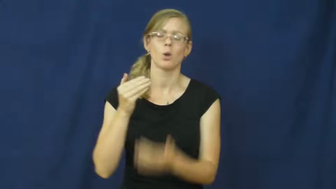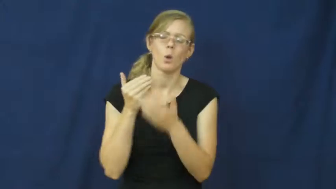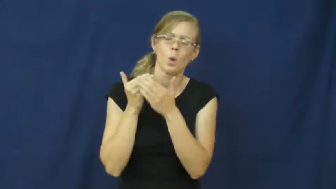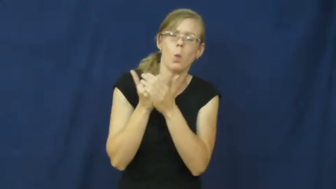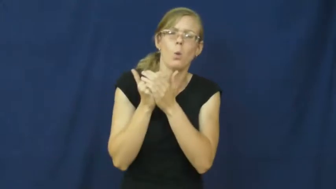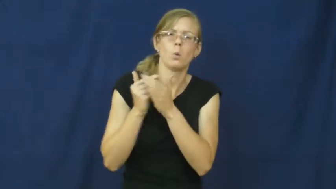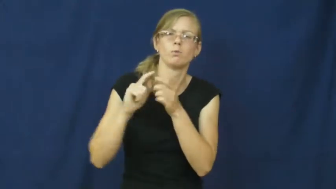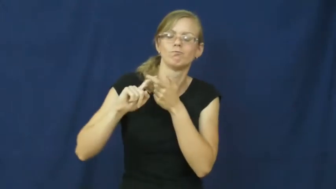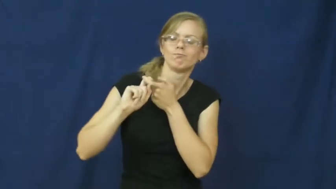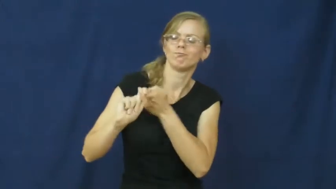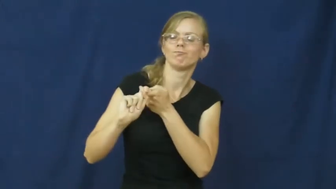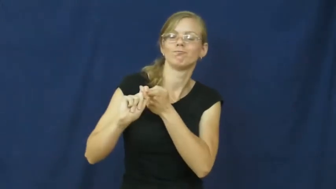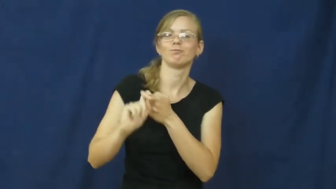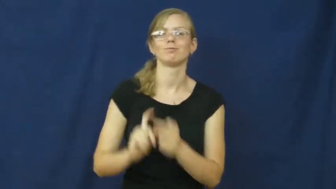chum,comrade,esprit,fellowhip,mate,pally,pal,mate,pardner-friend